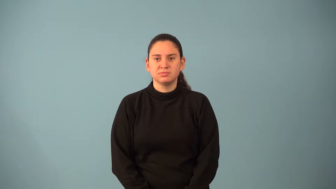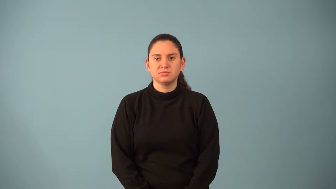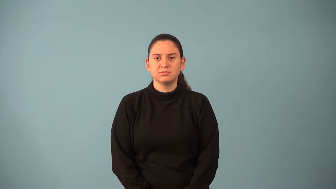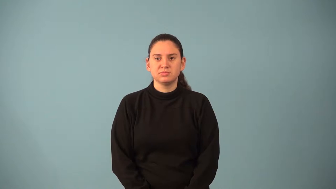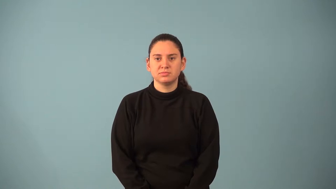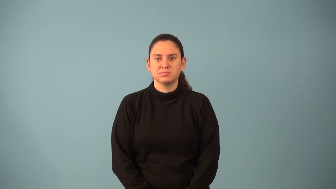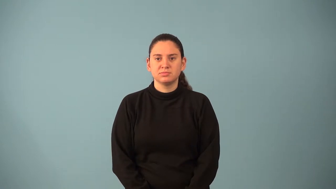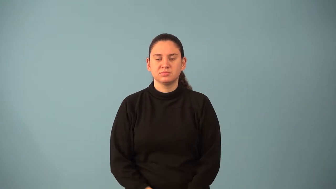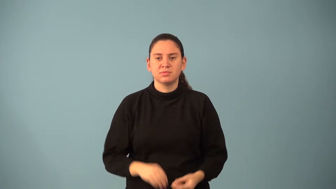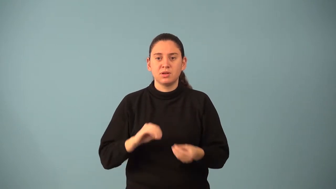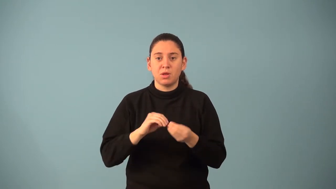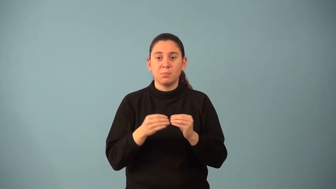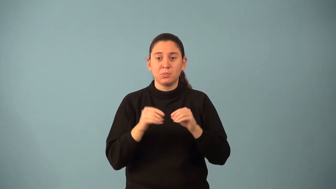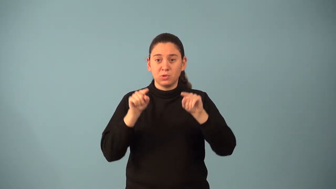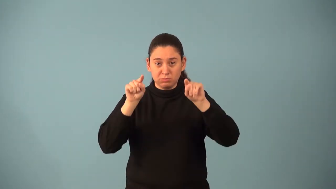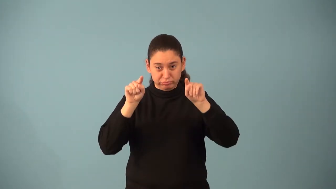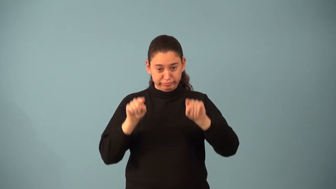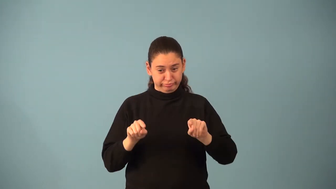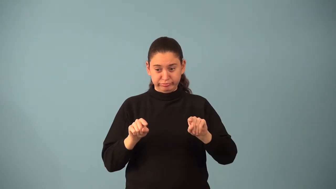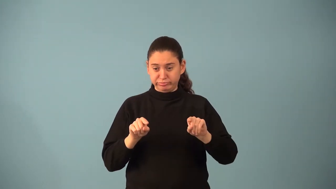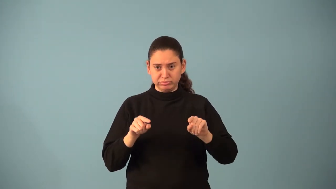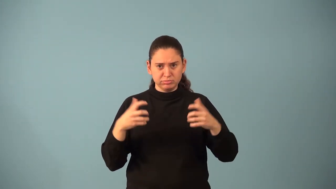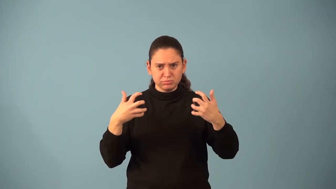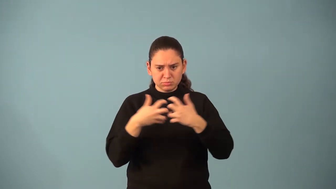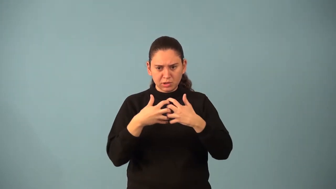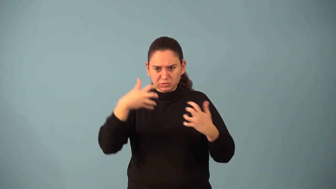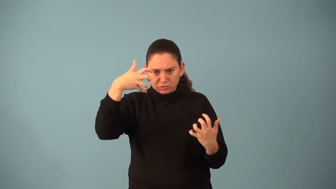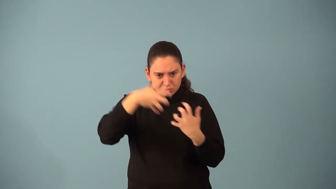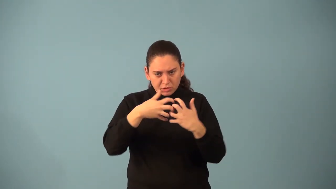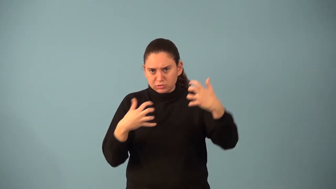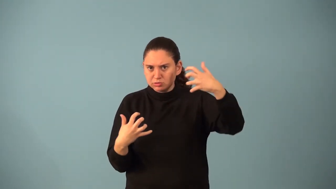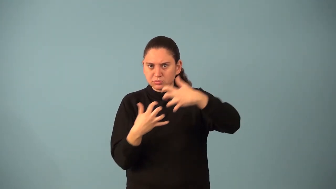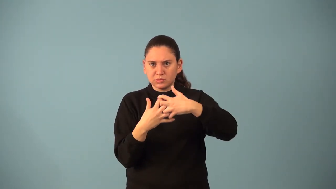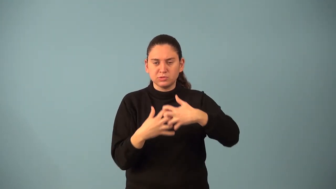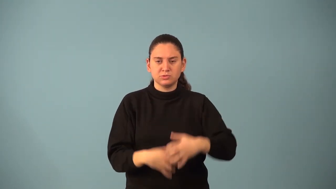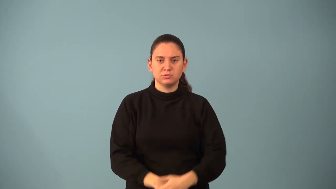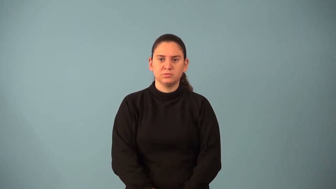mapping